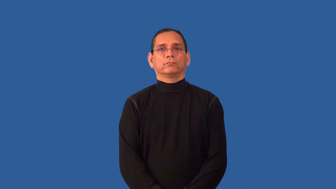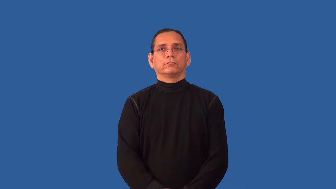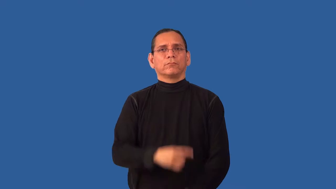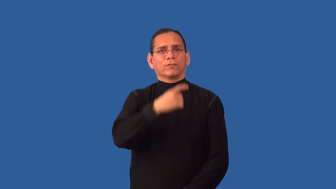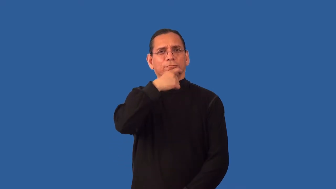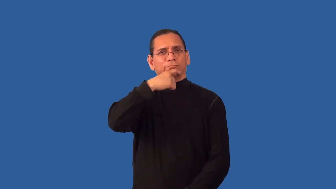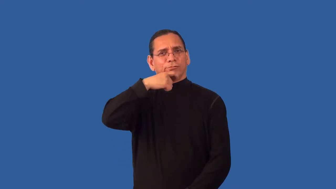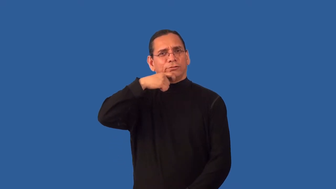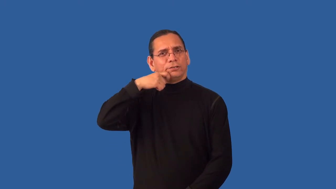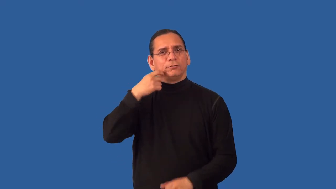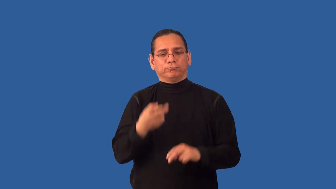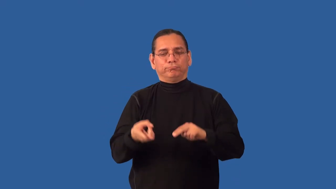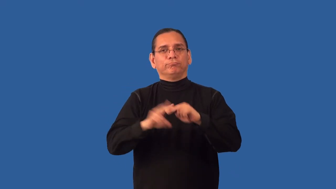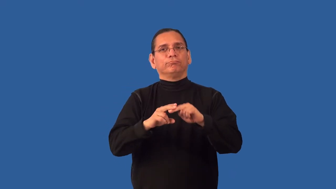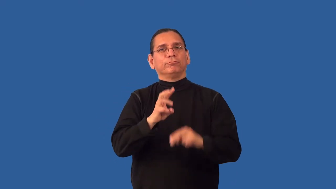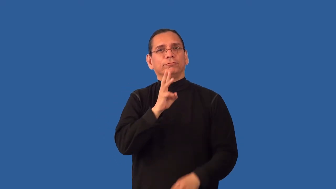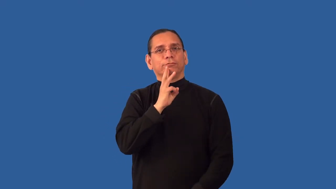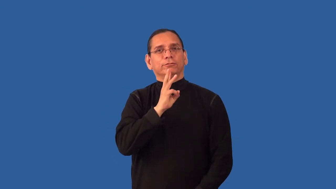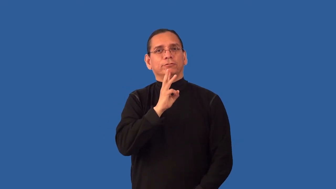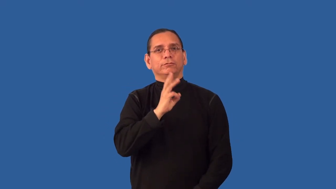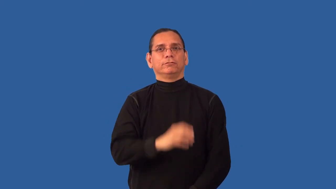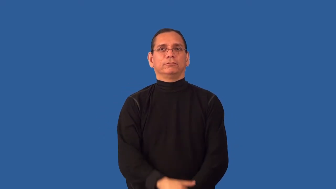rehydrate